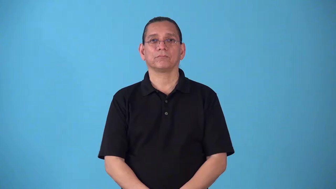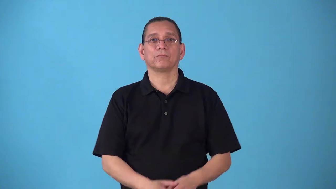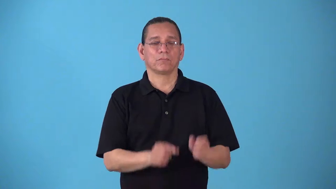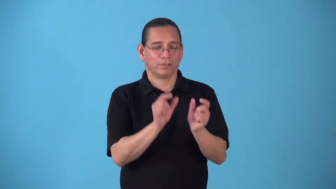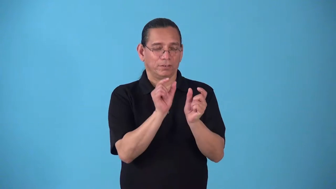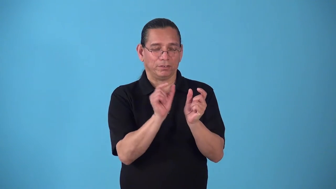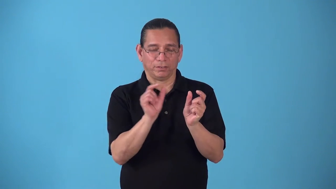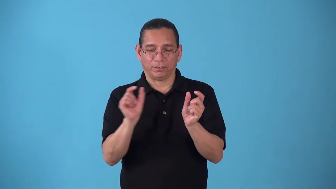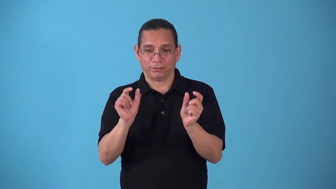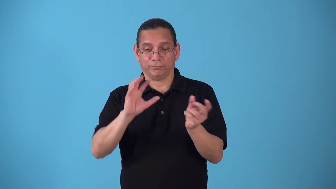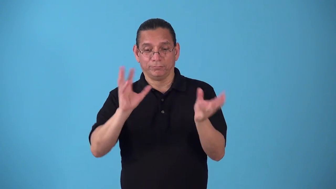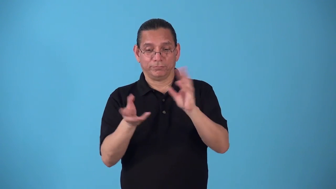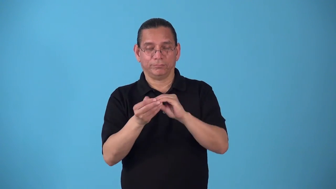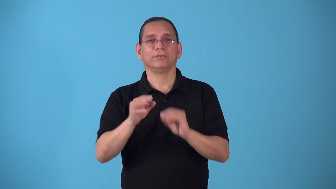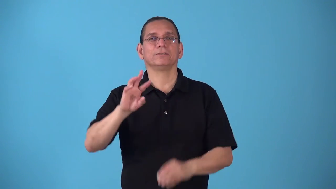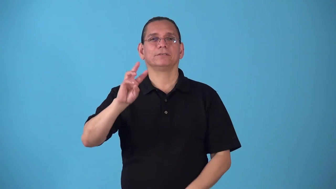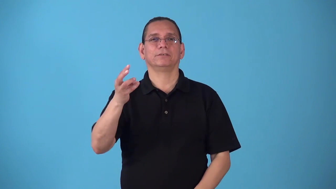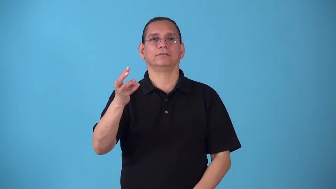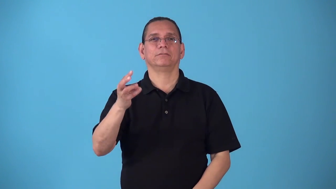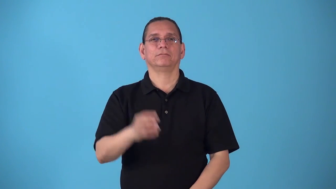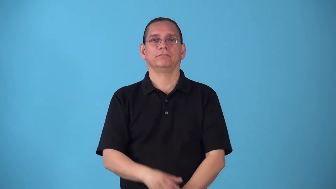sixths